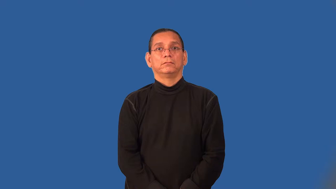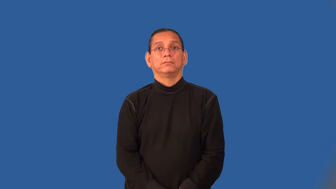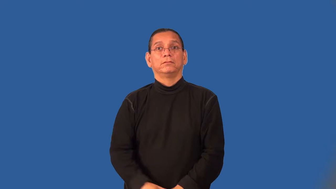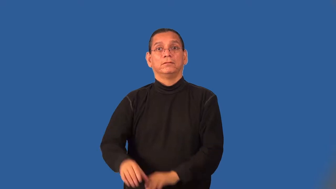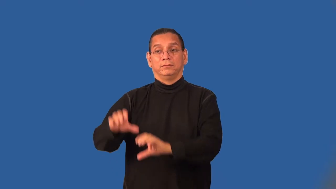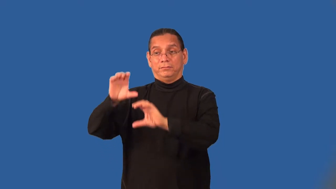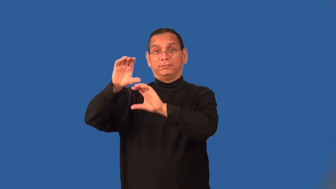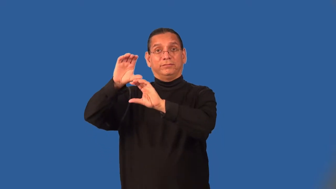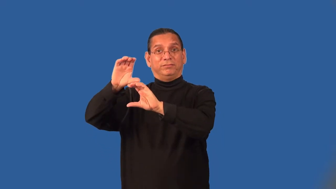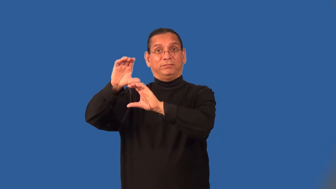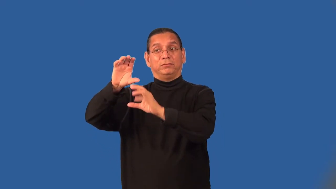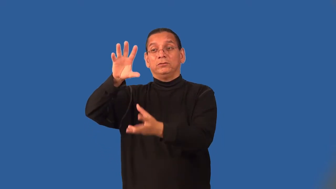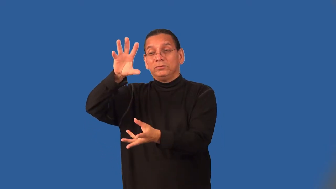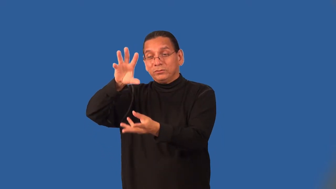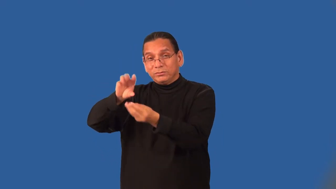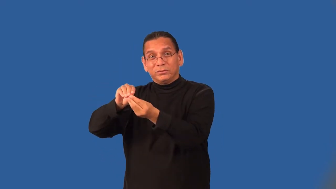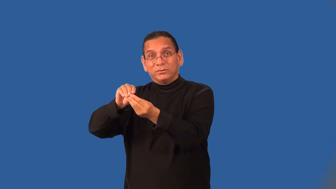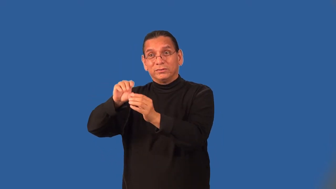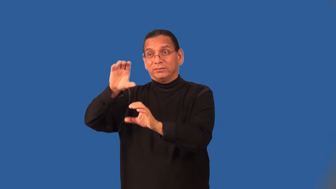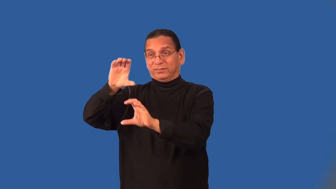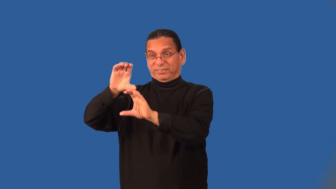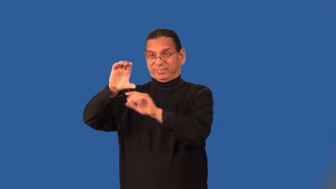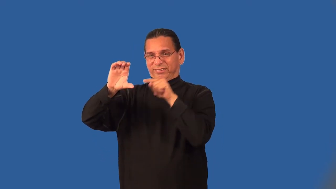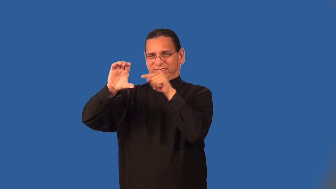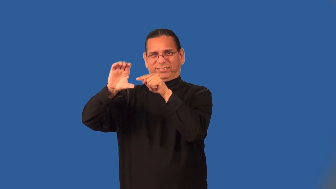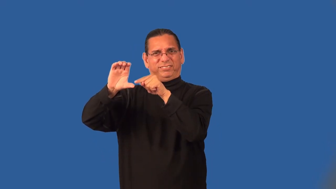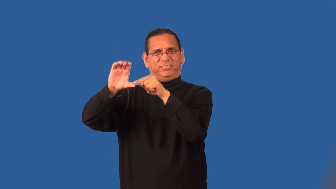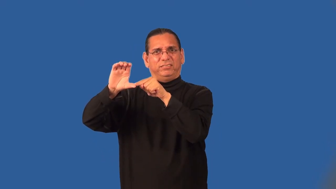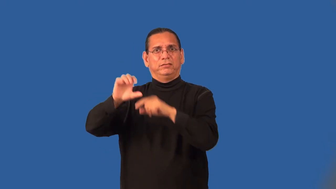subtotal